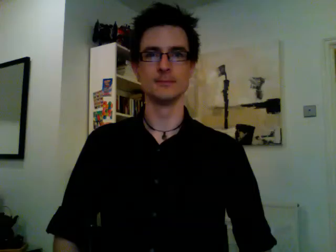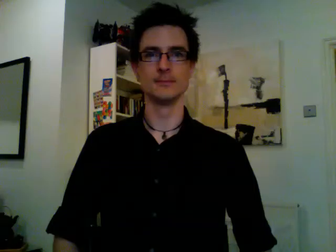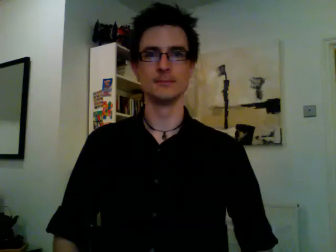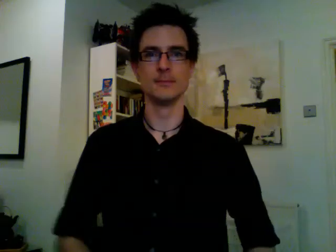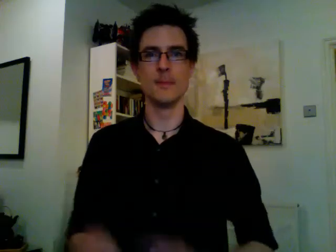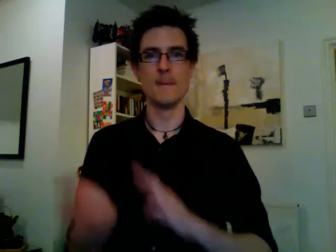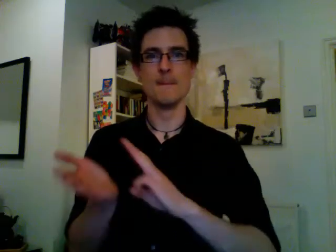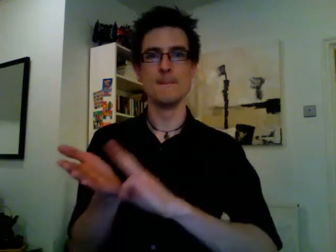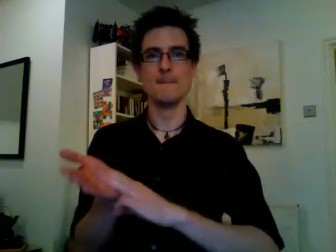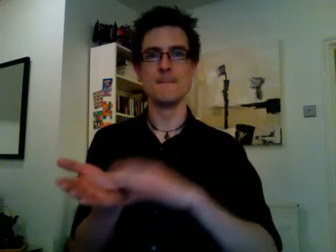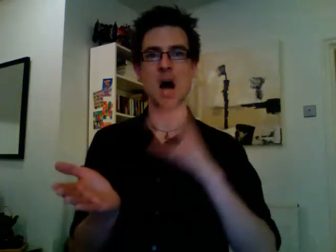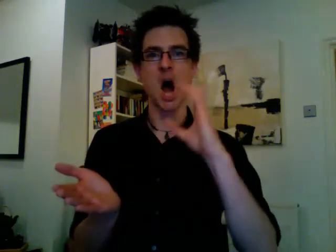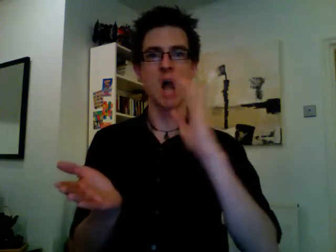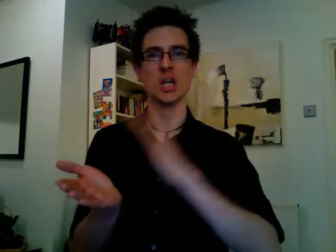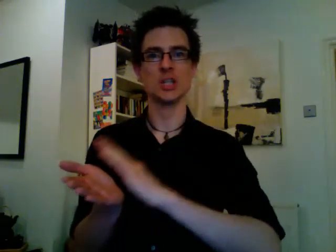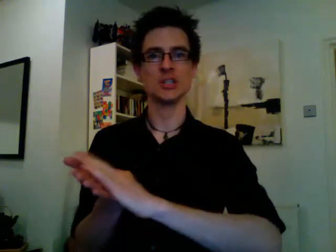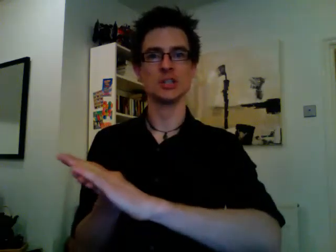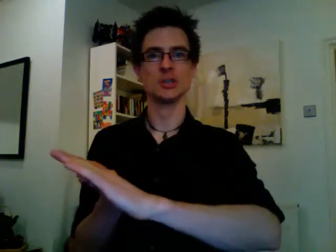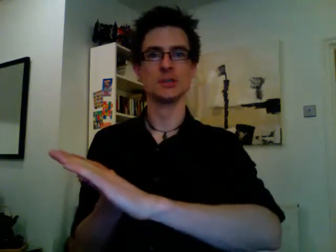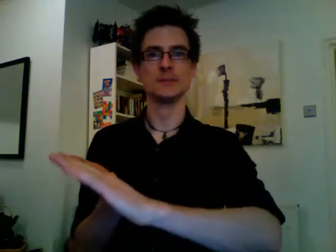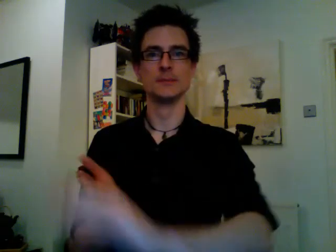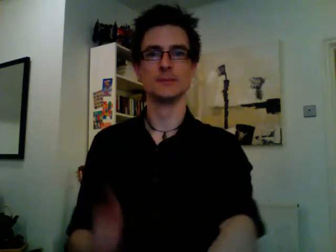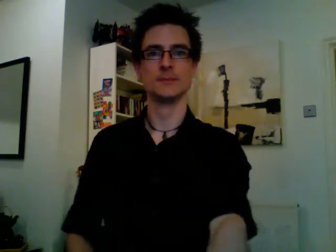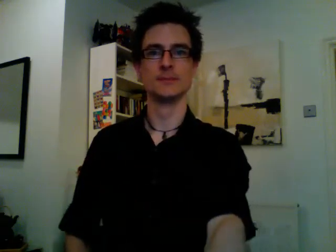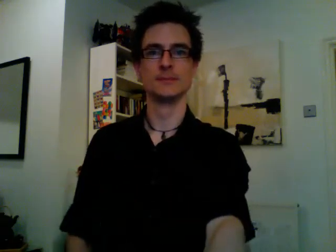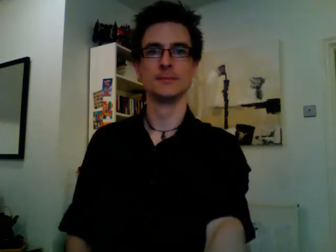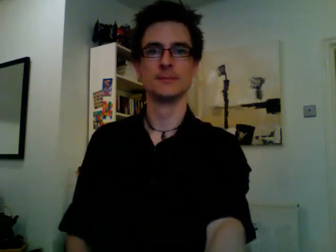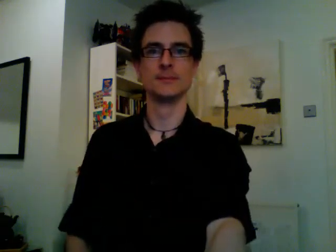march